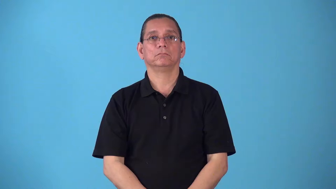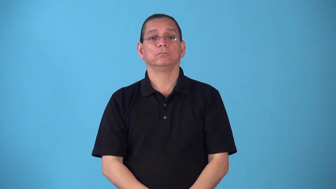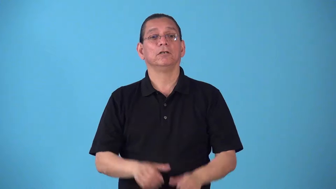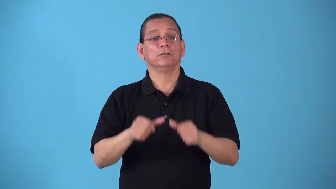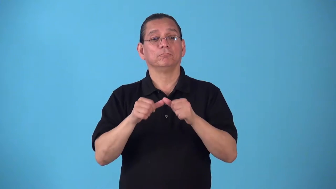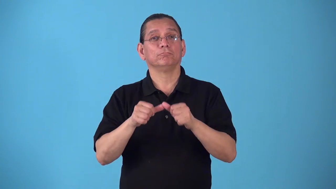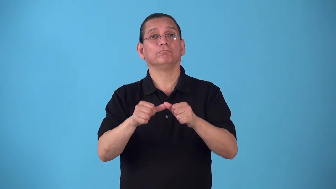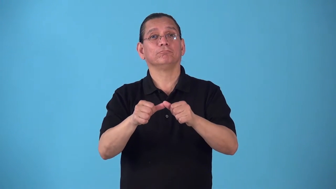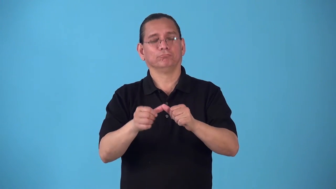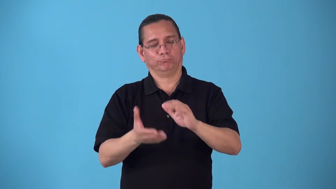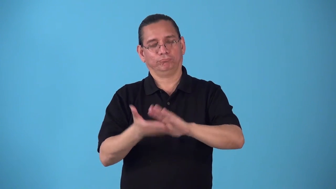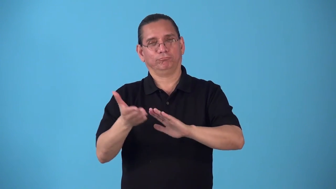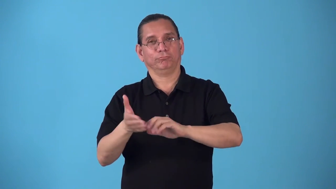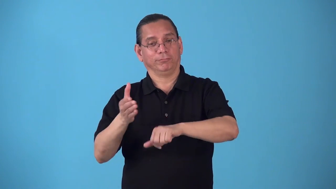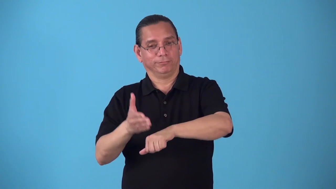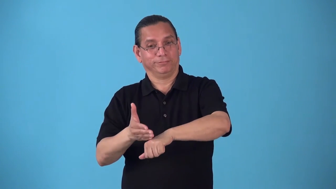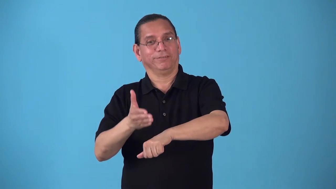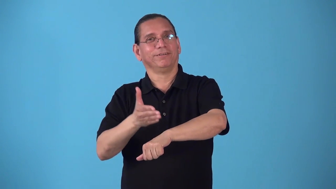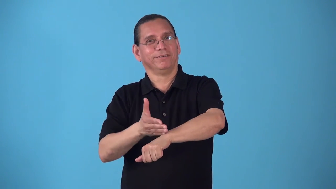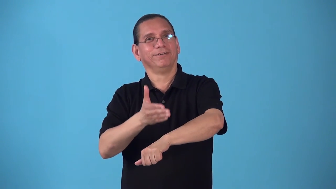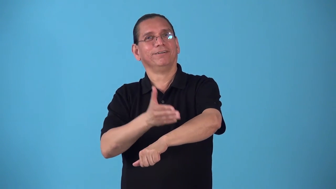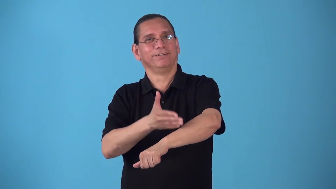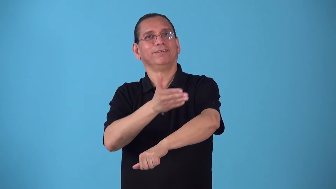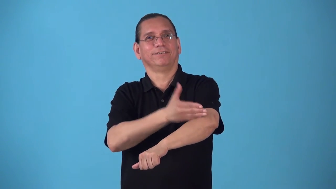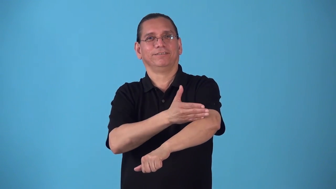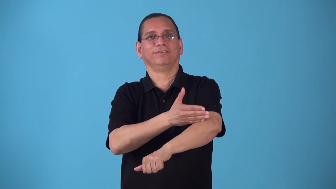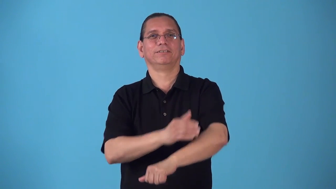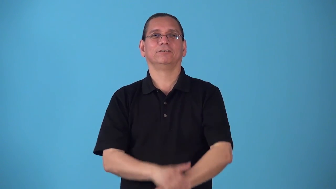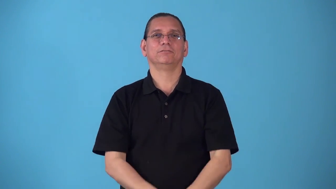running-continuously updated